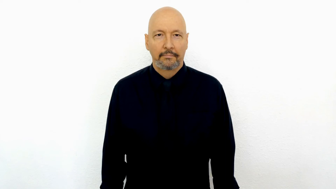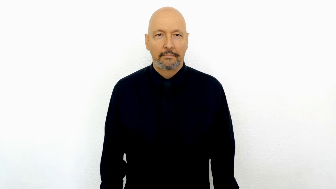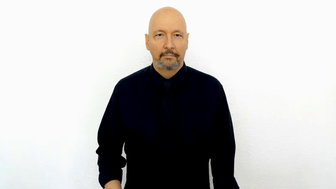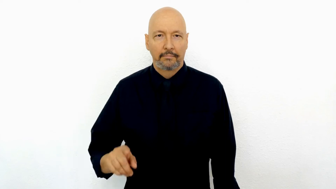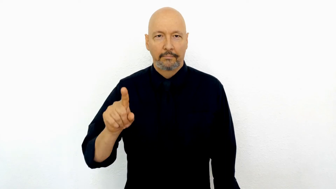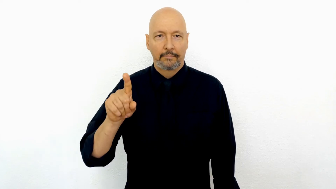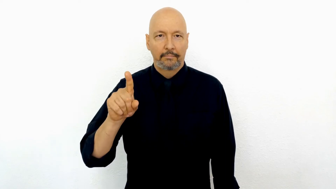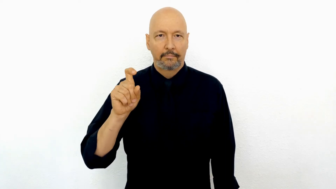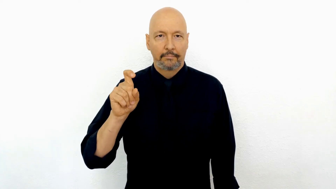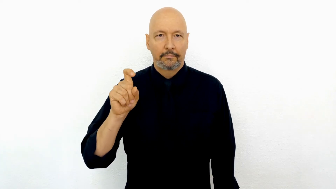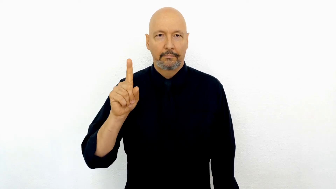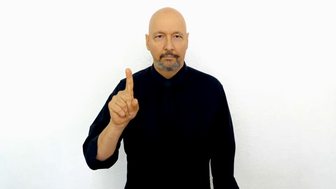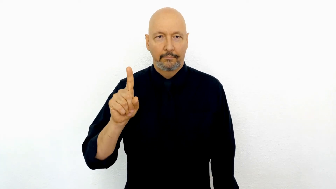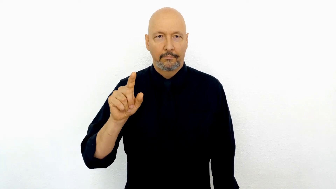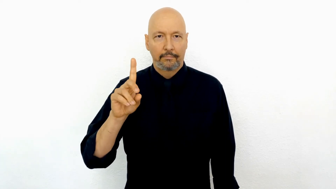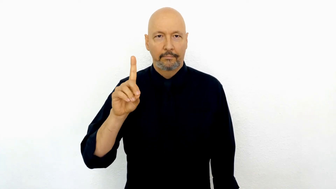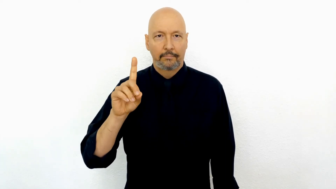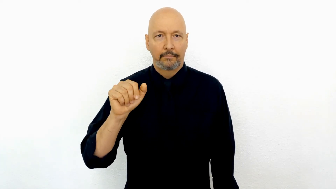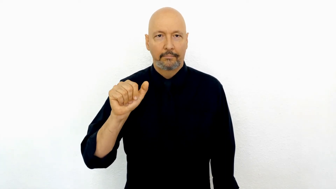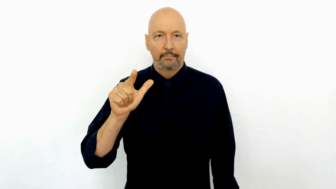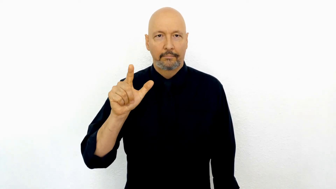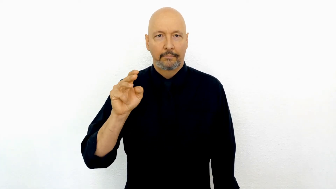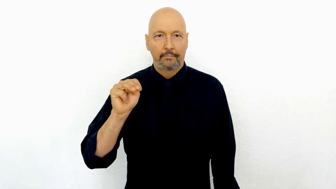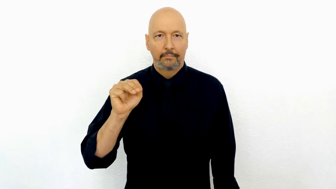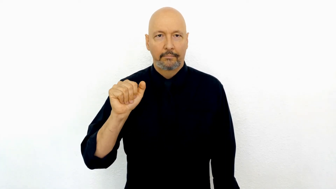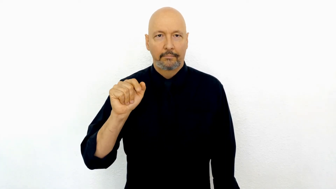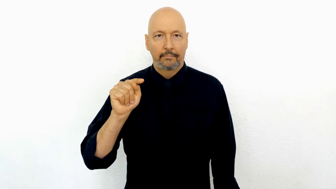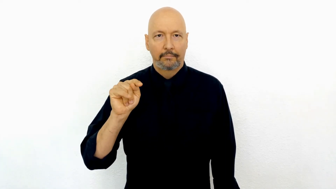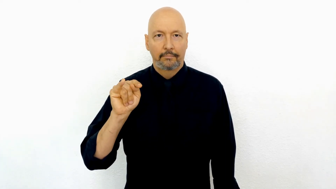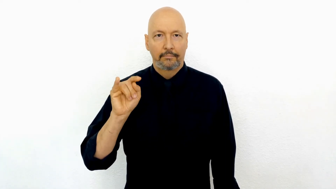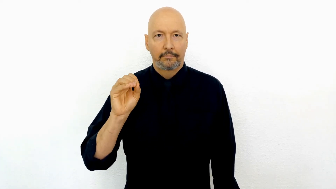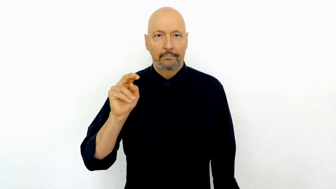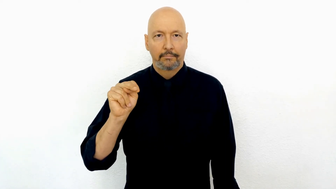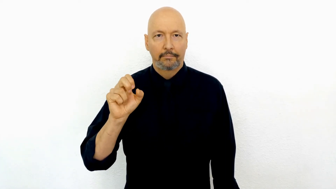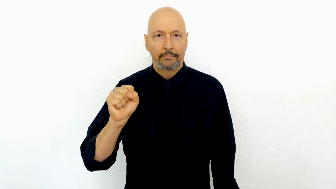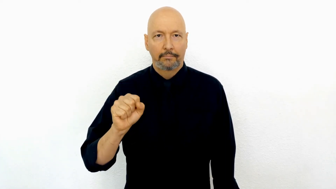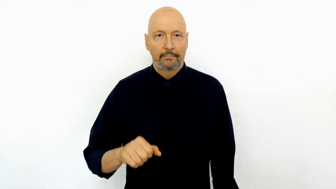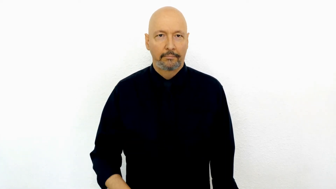101 [1-X-1] Dalmatians-[version-01]